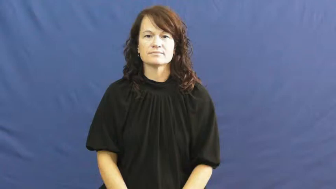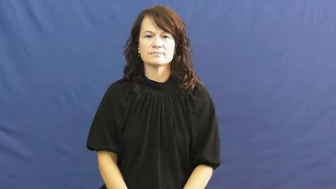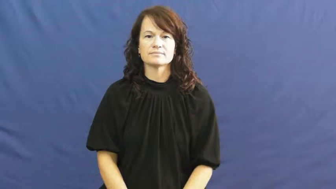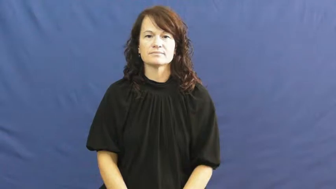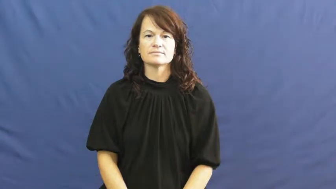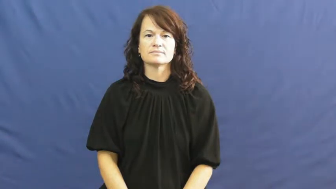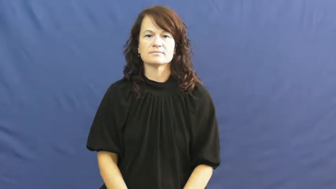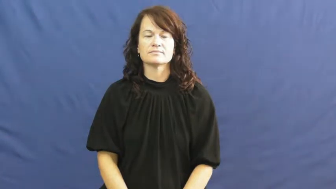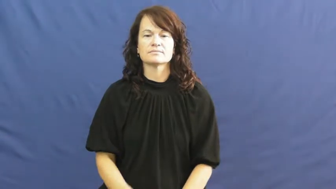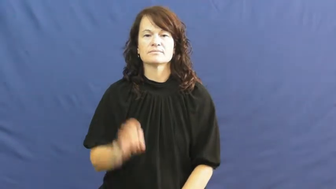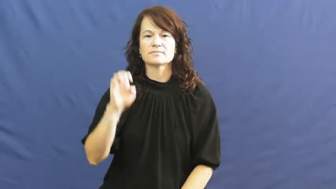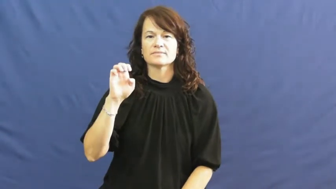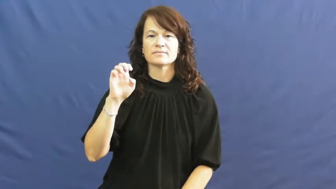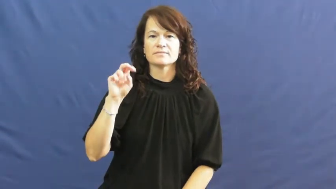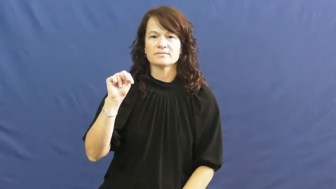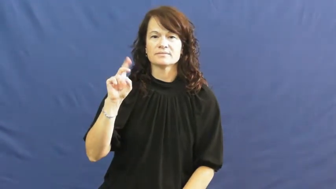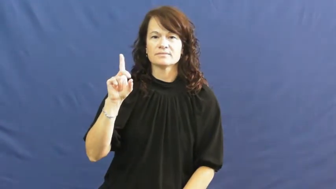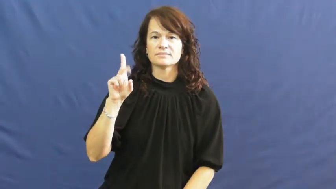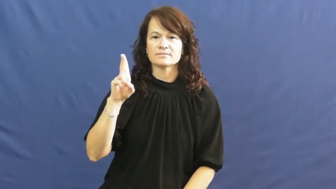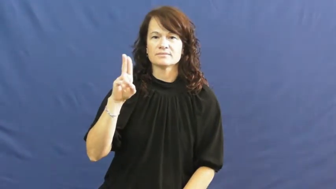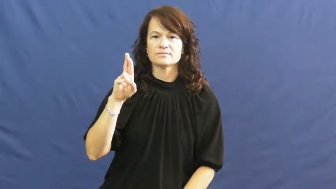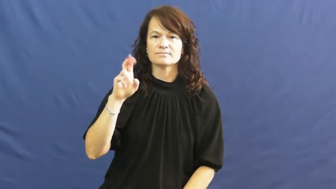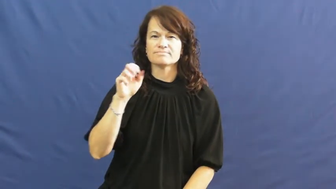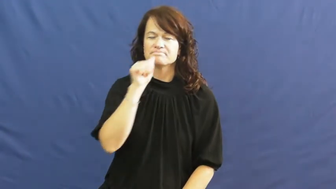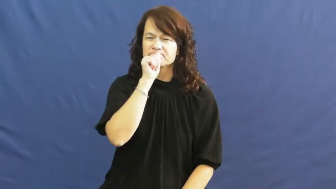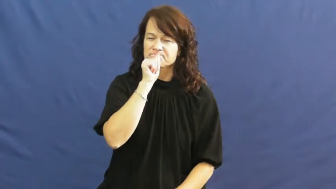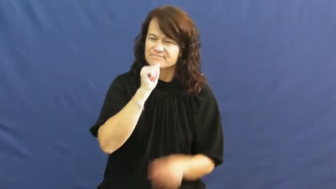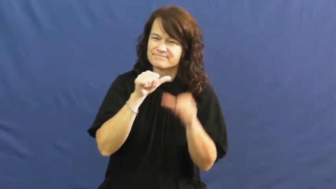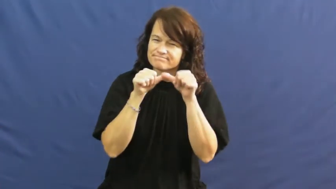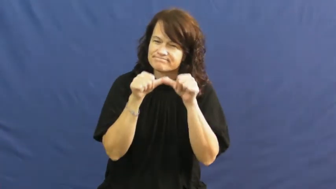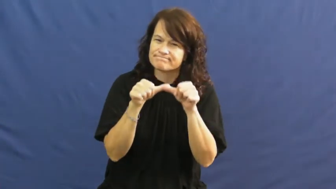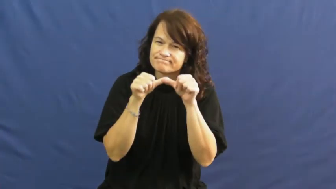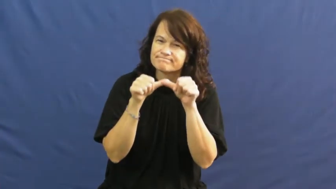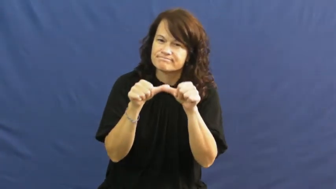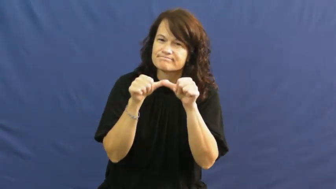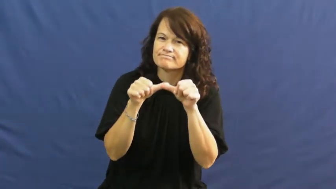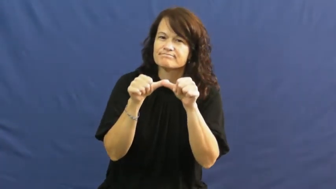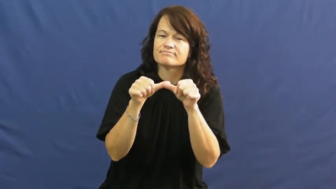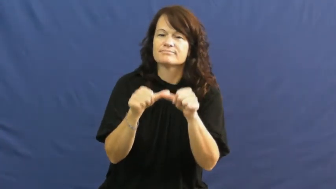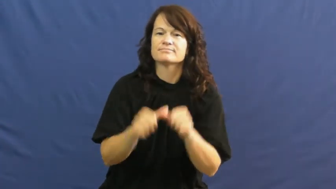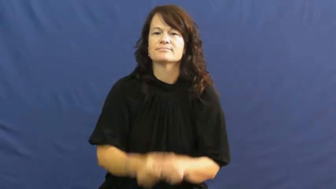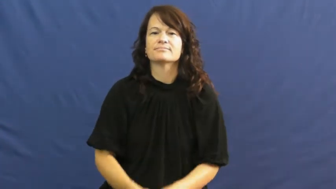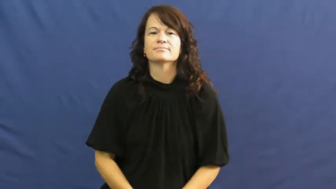endure